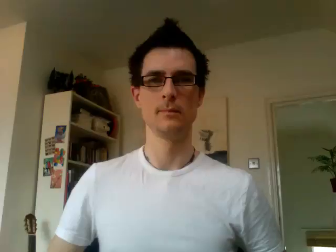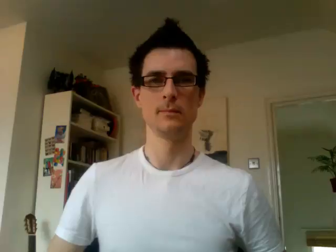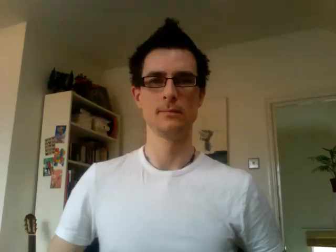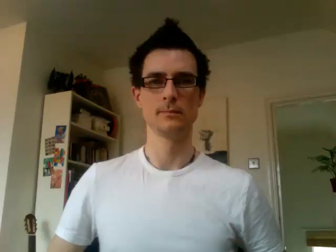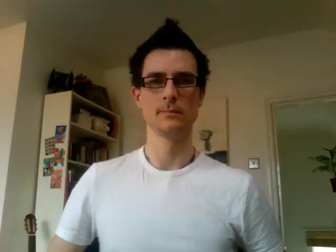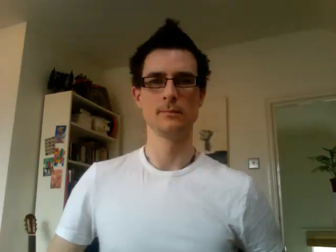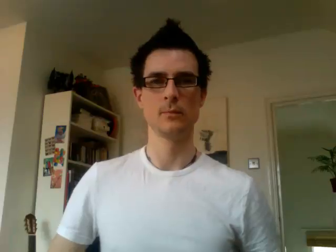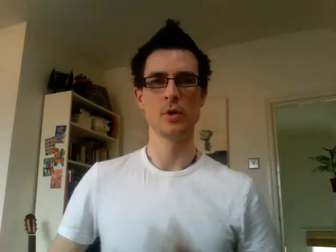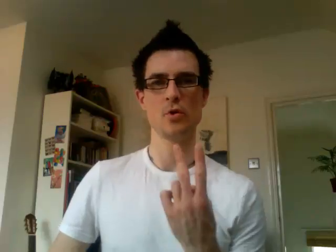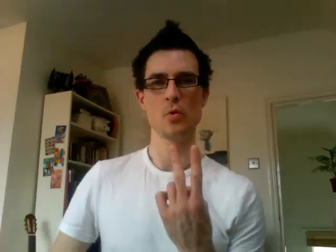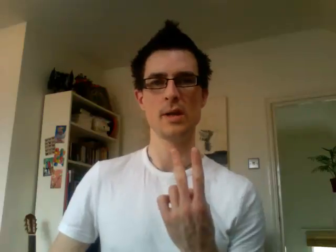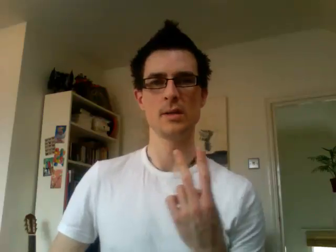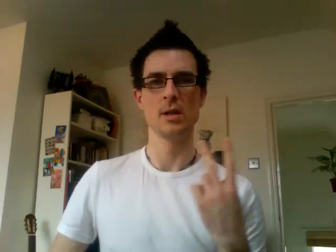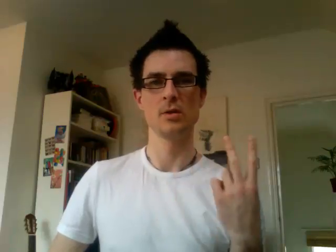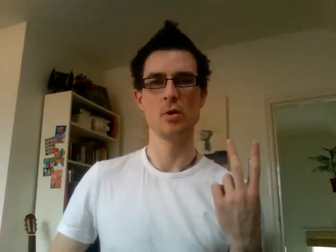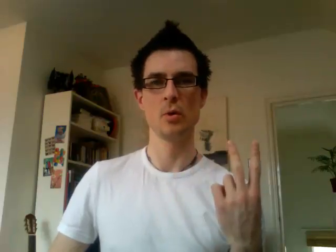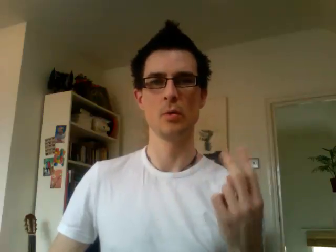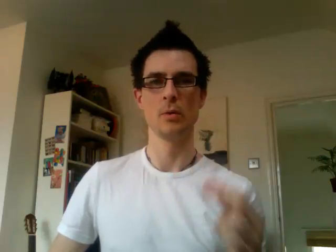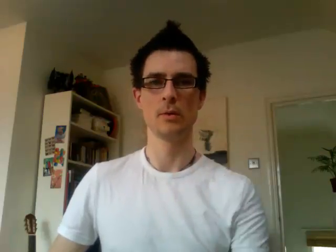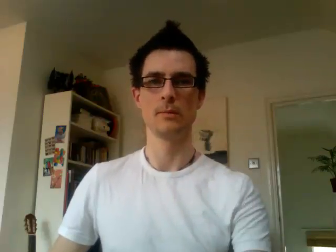22